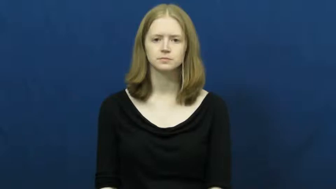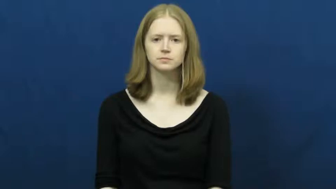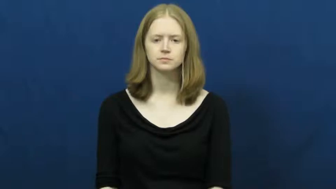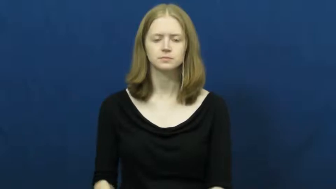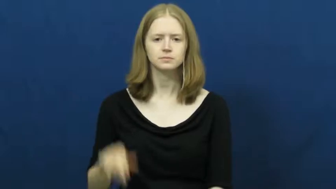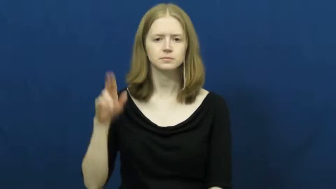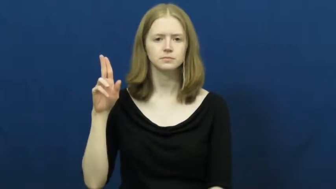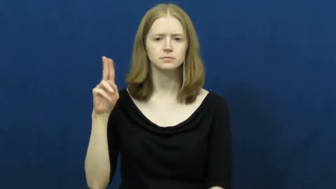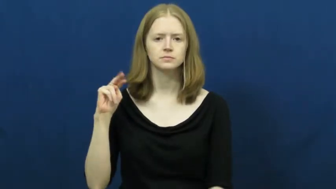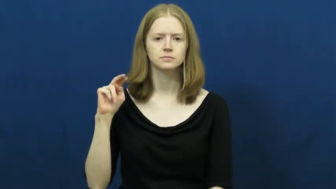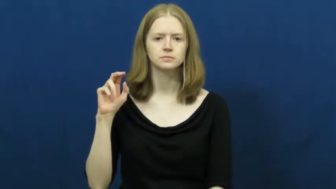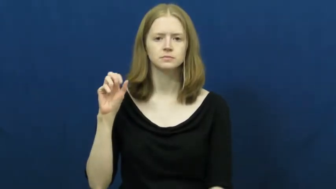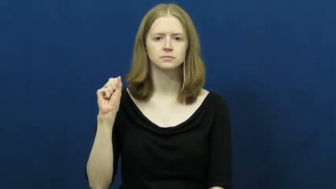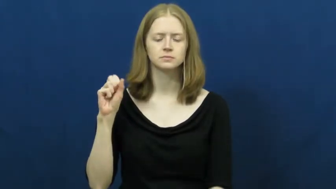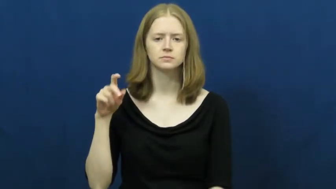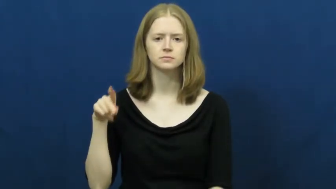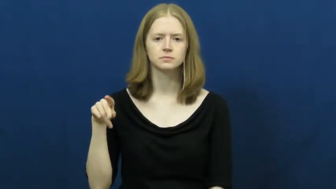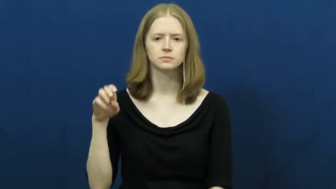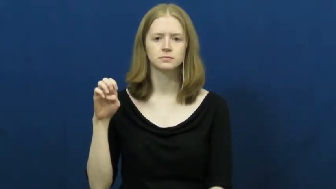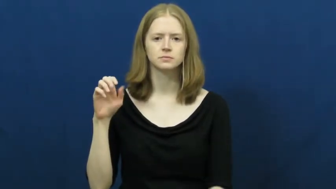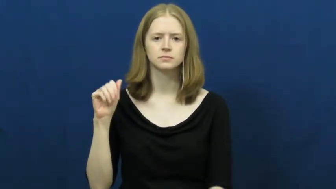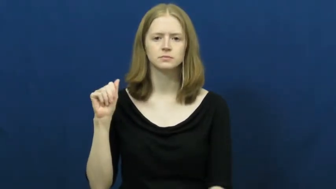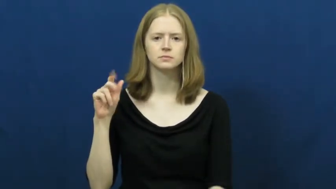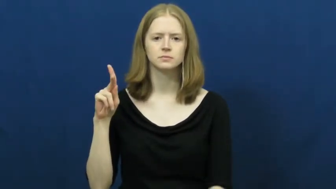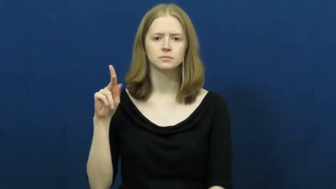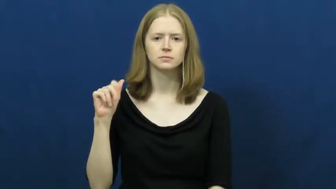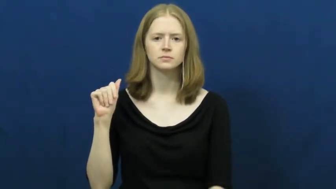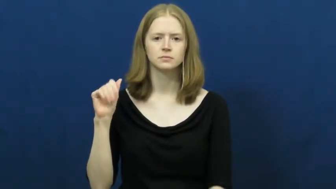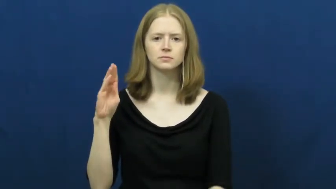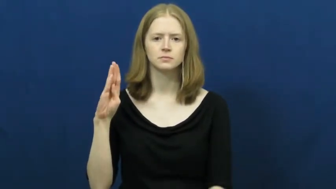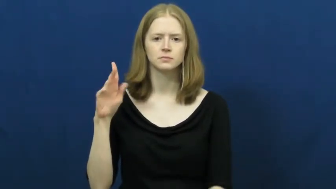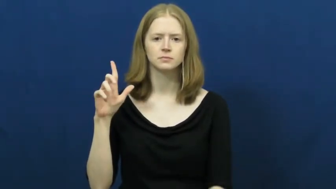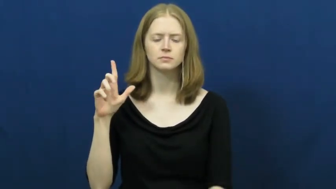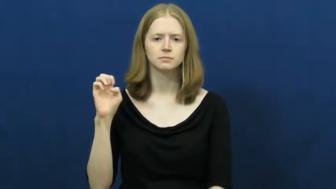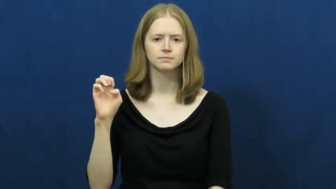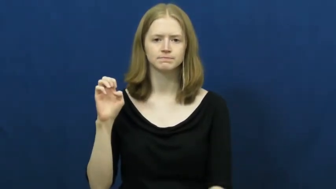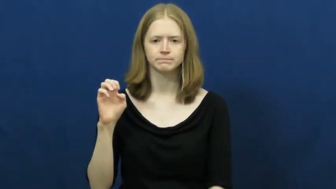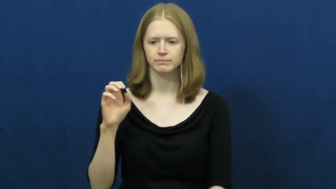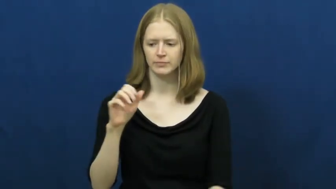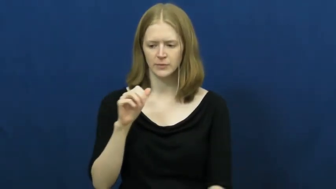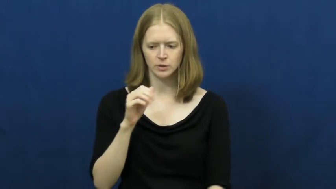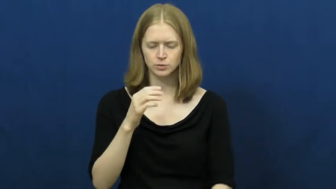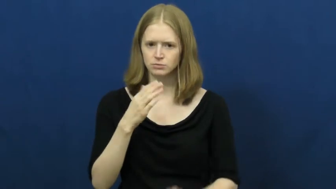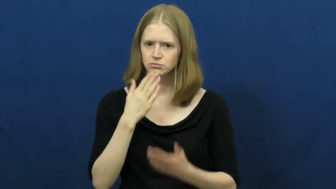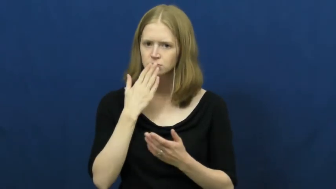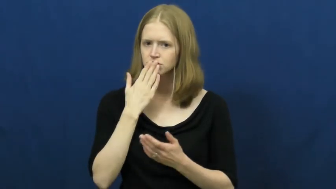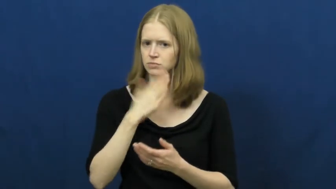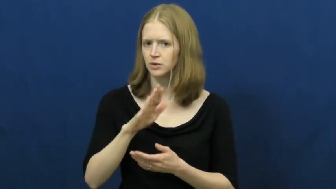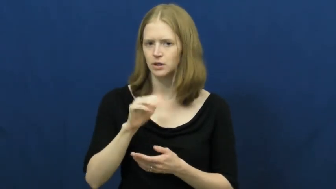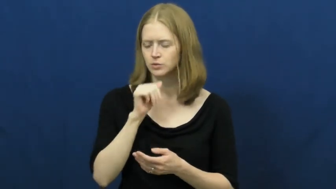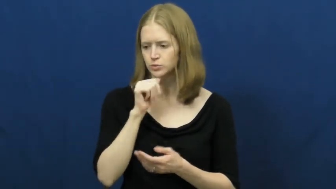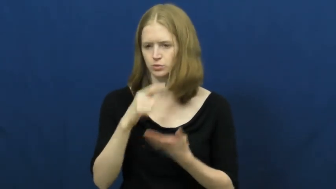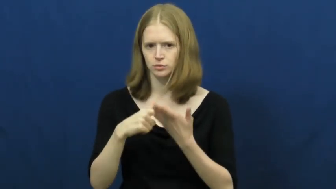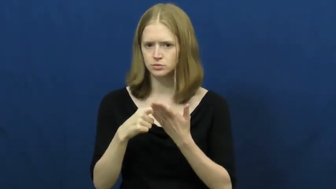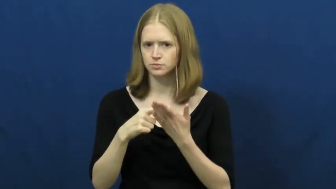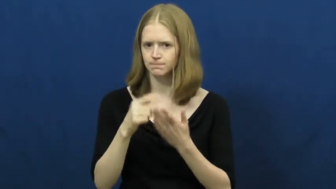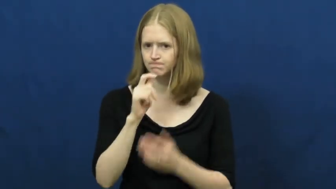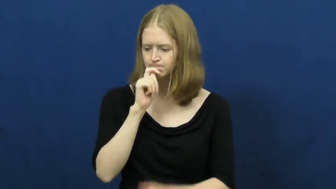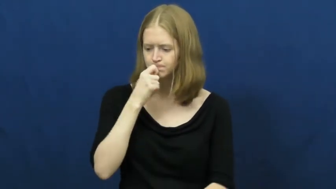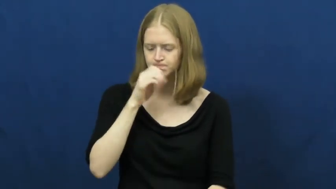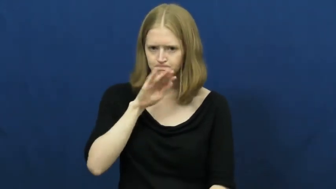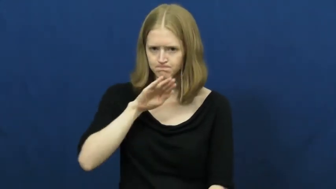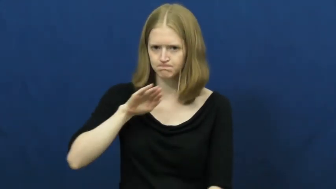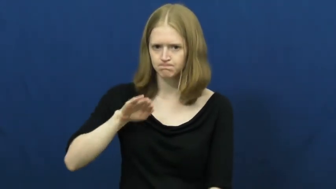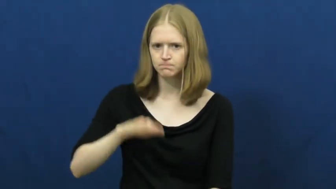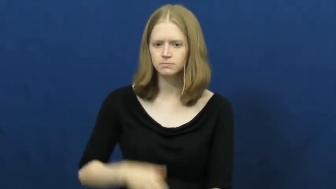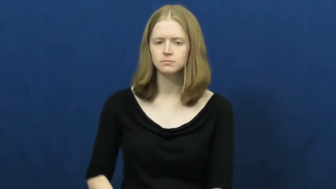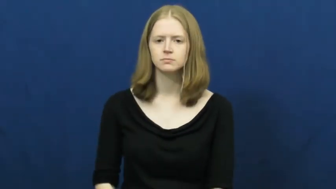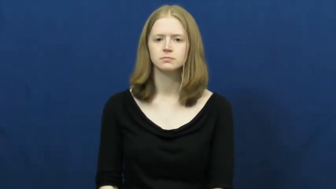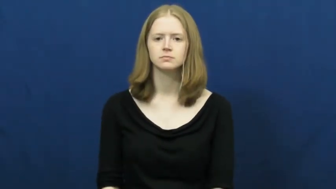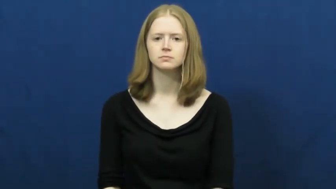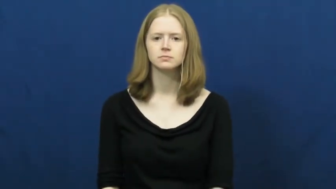unspeakable